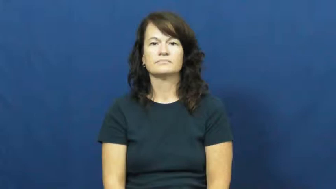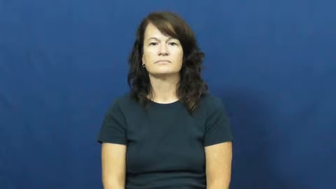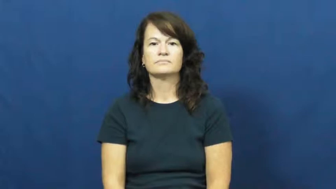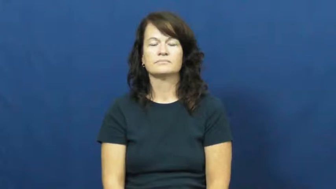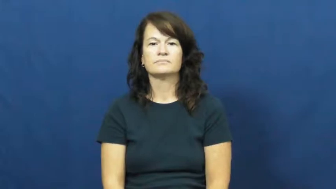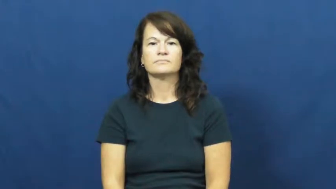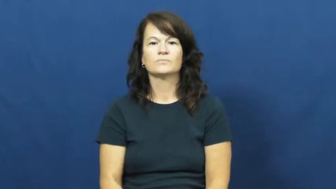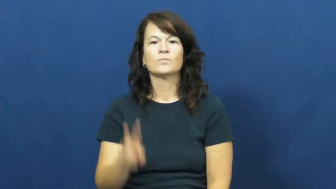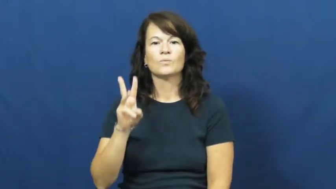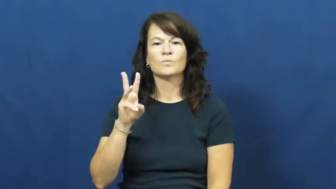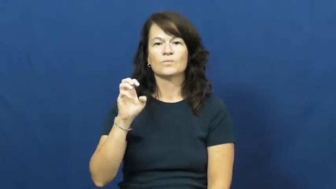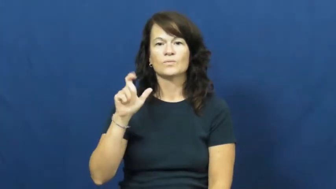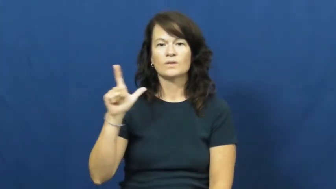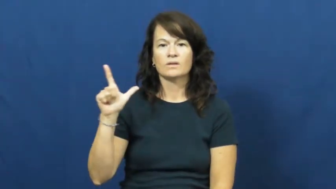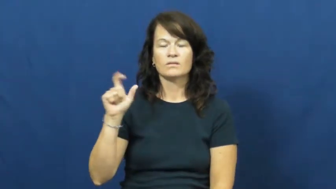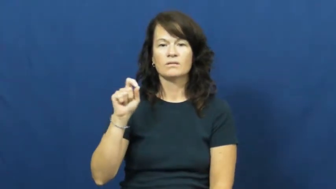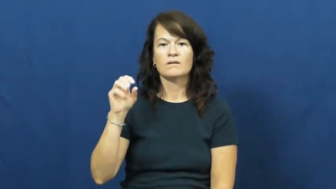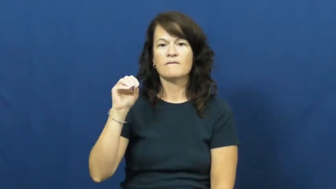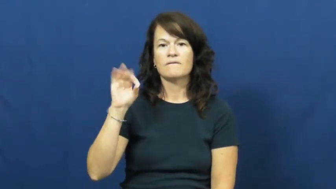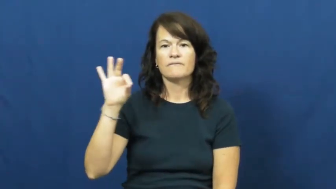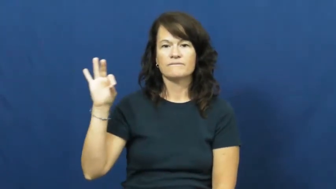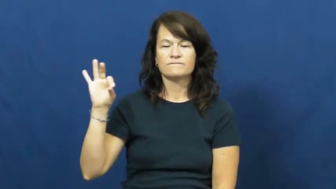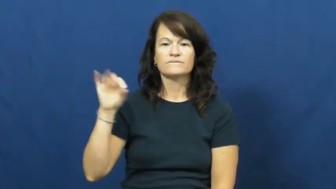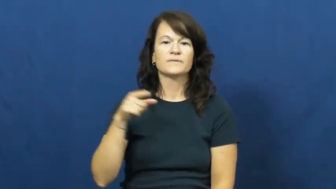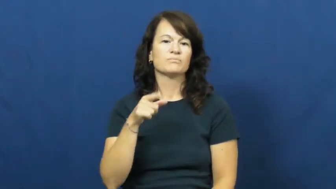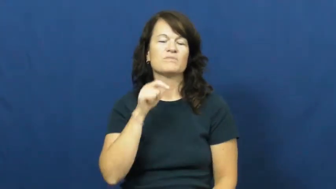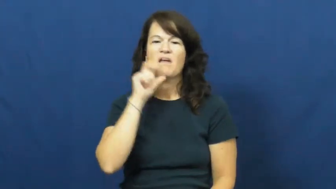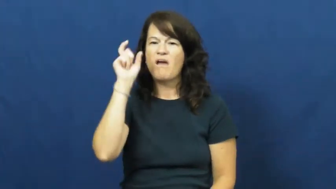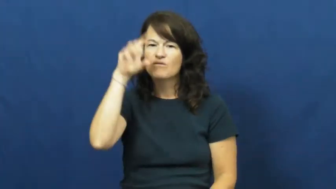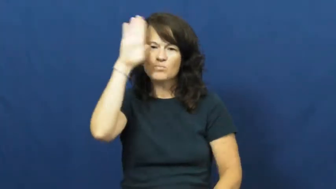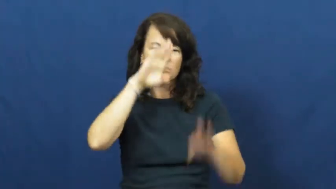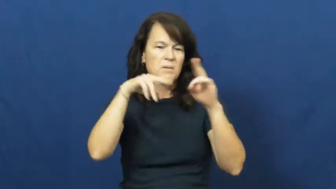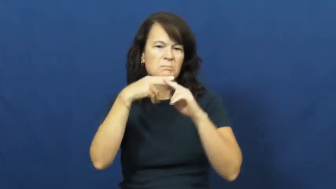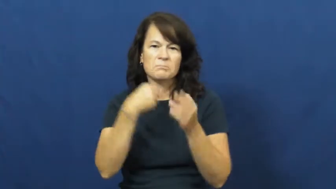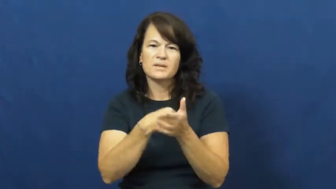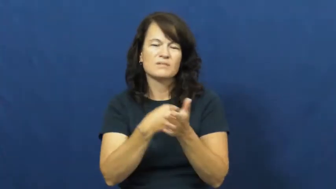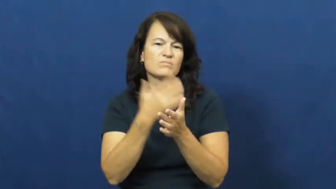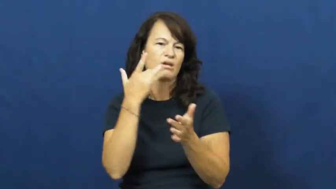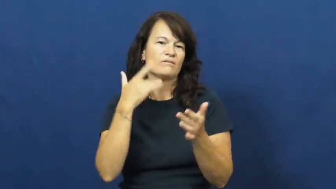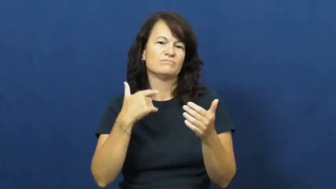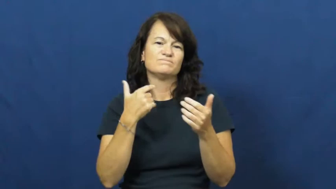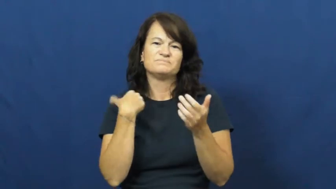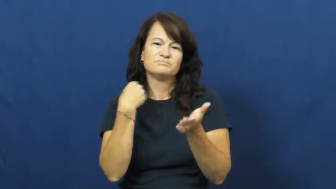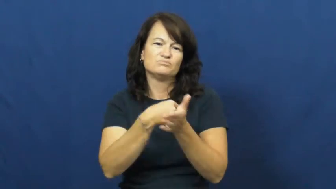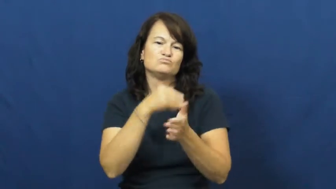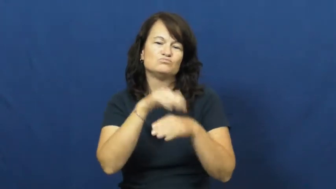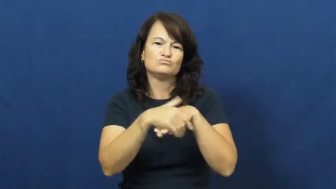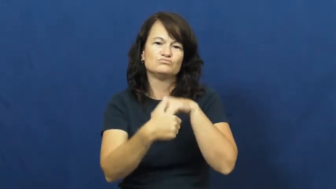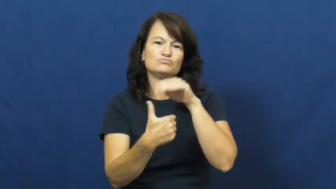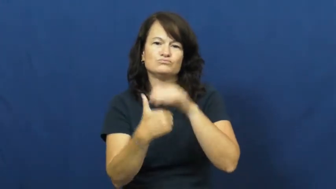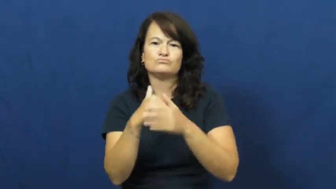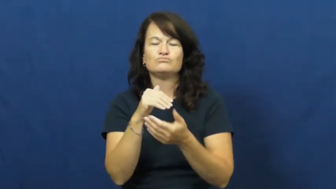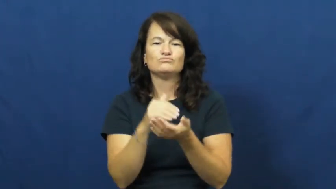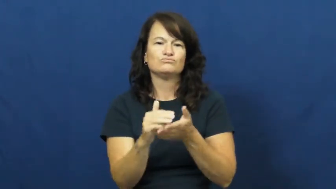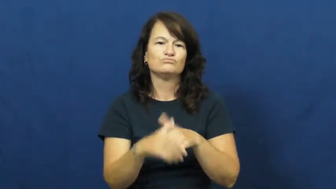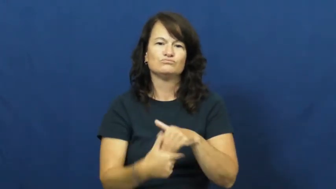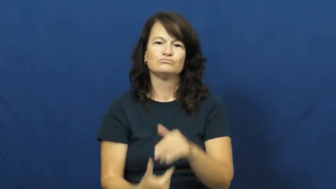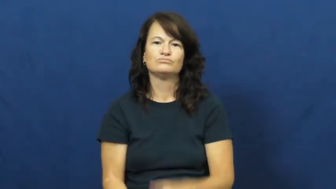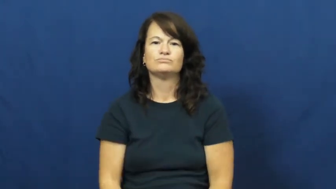well off